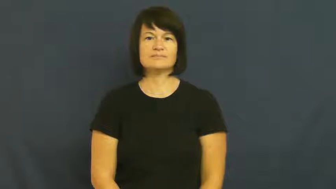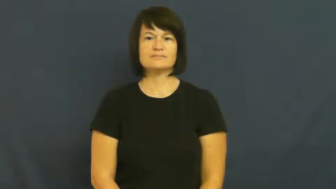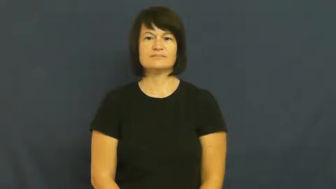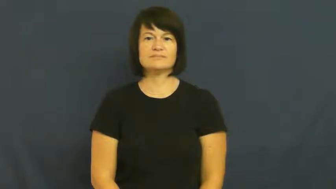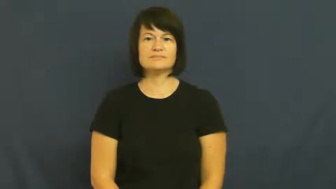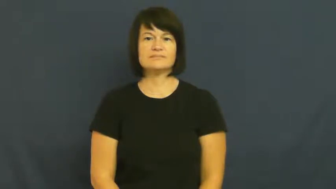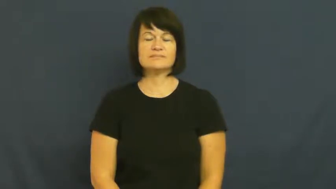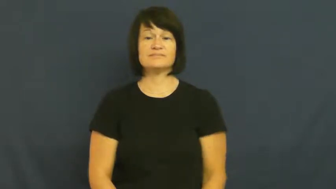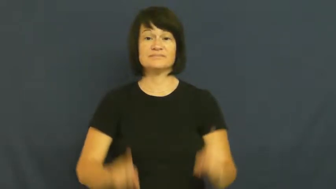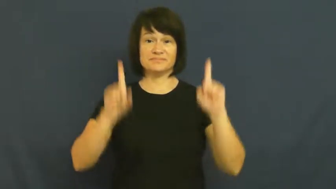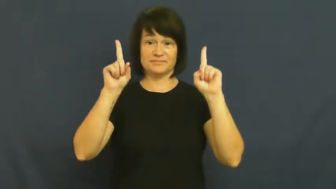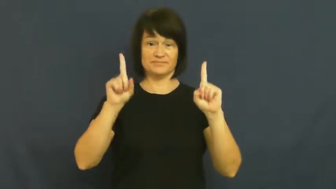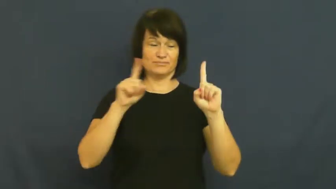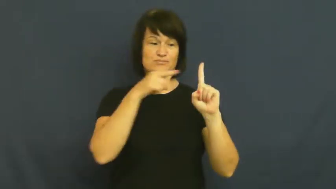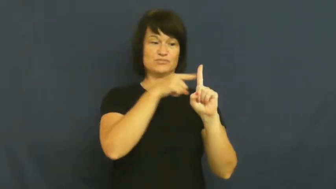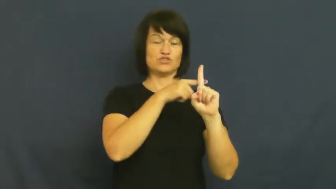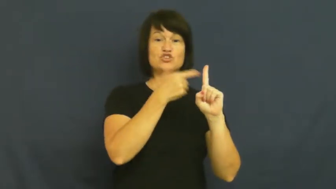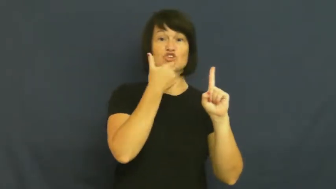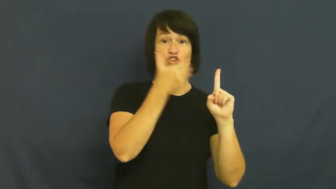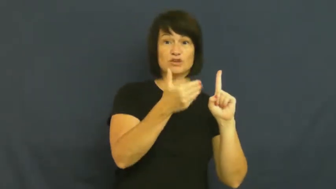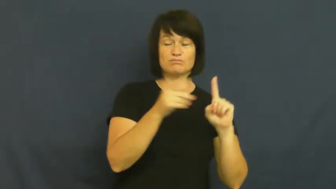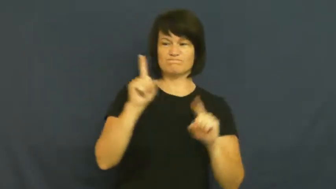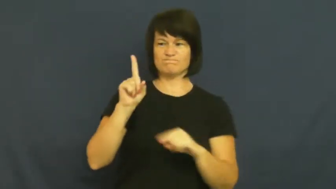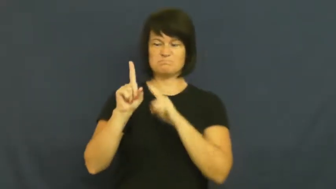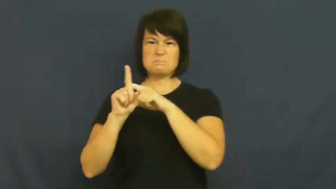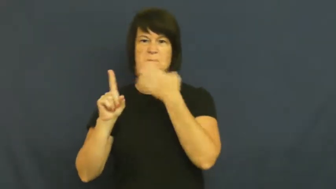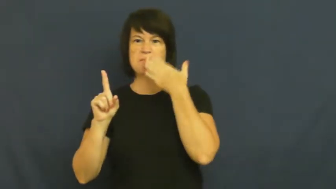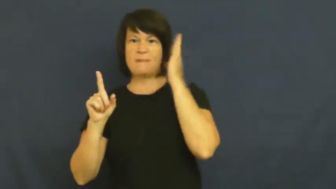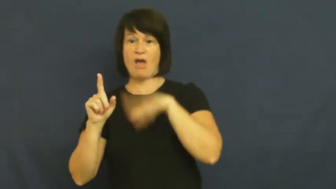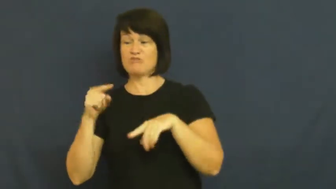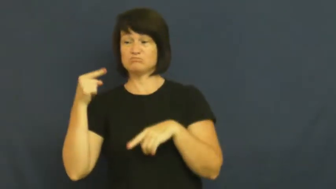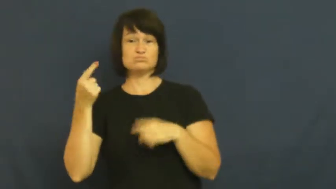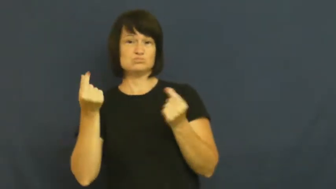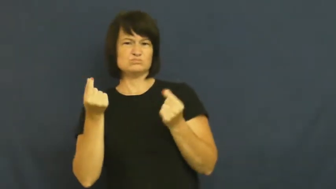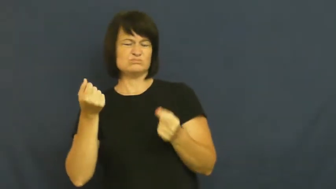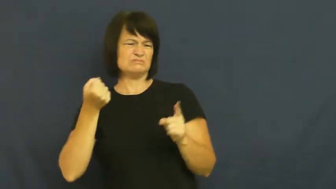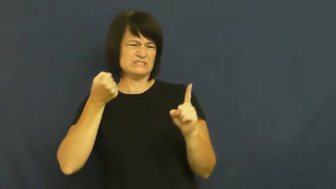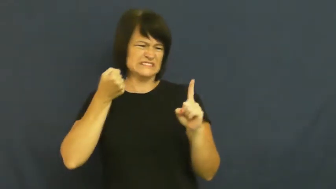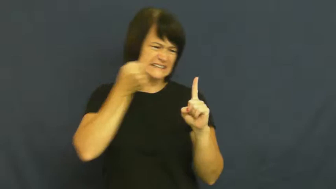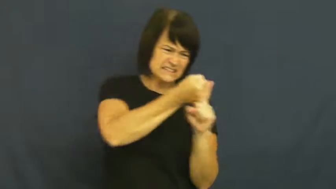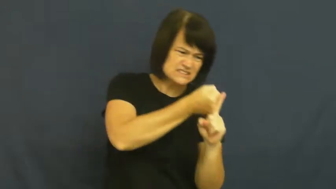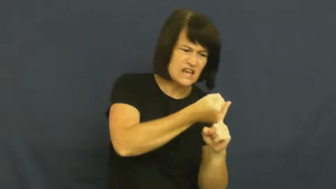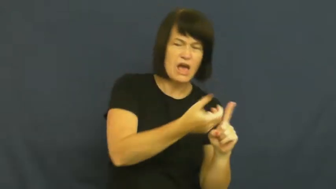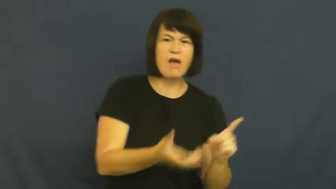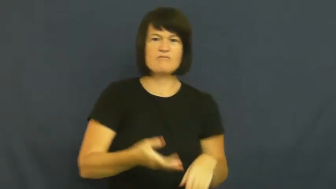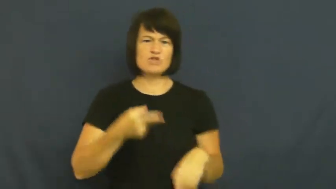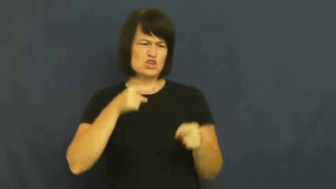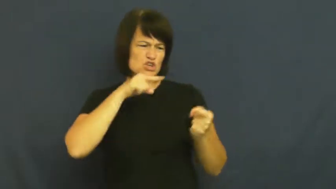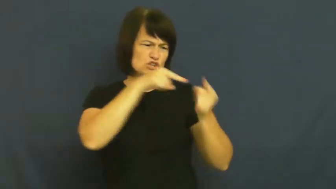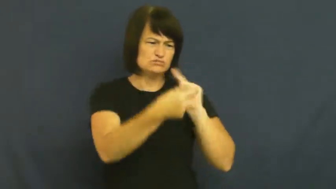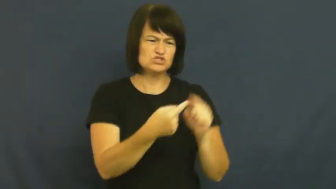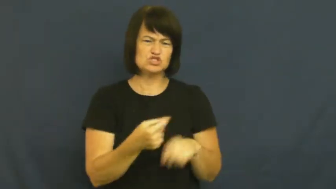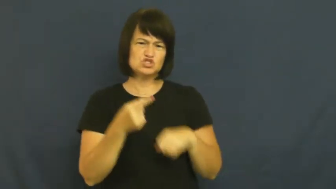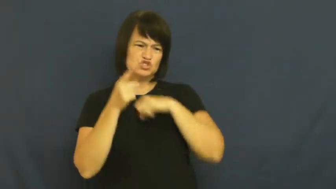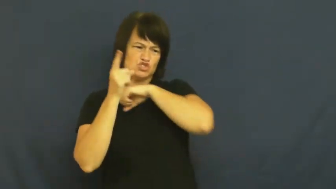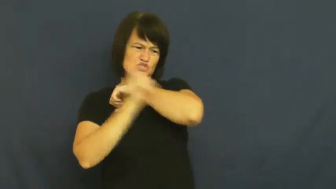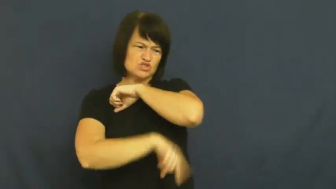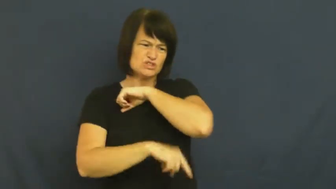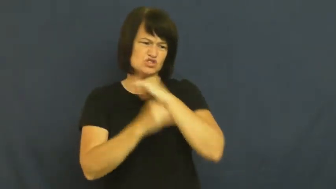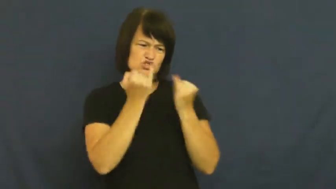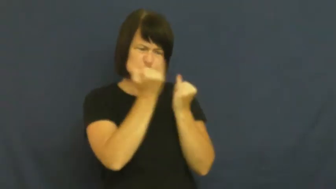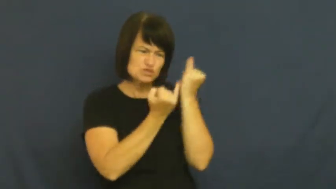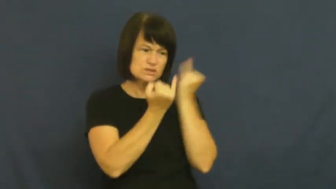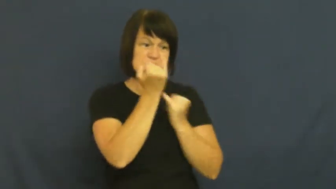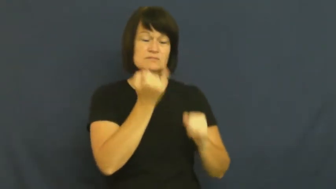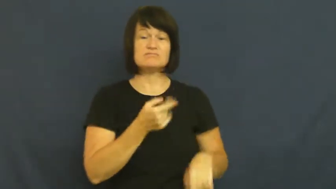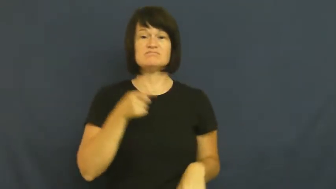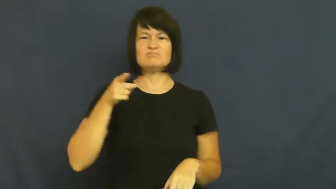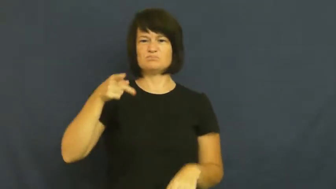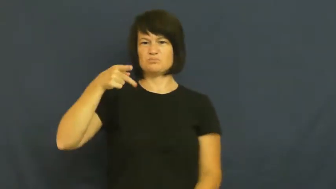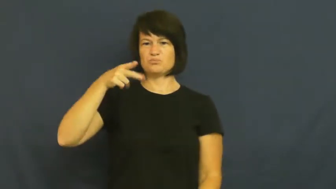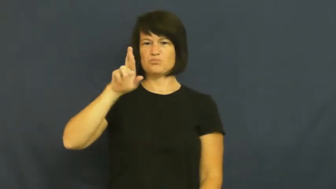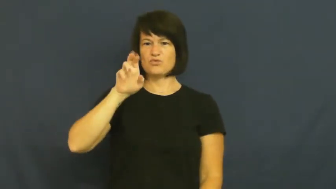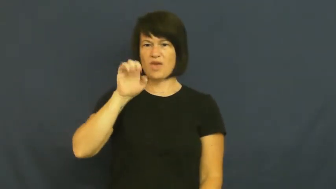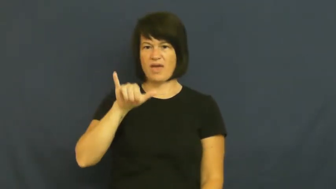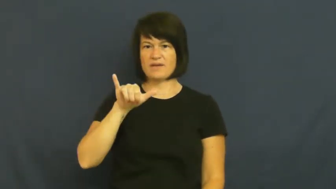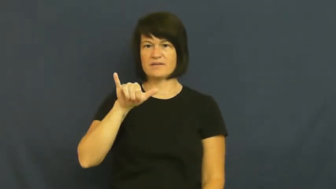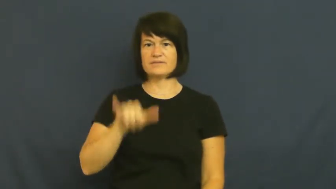prey-person